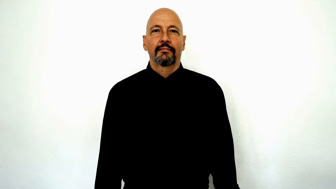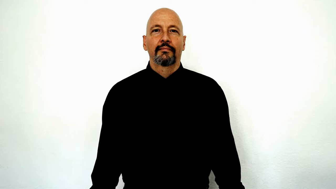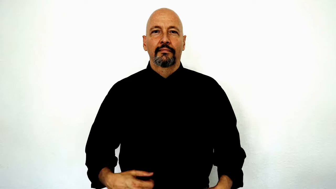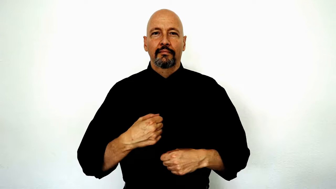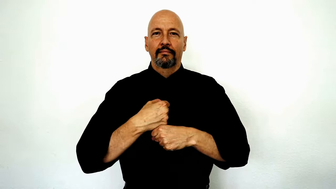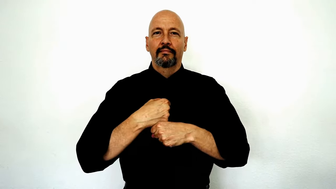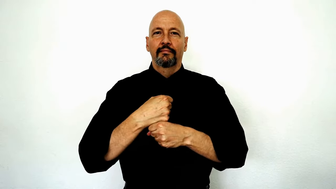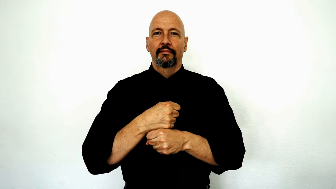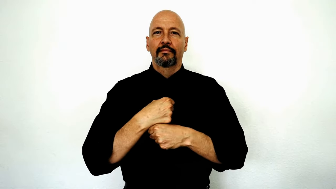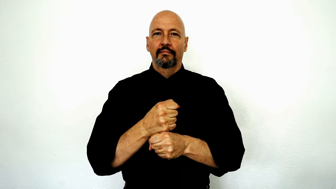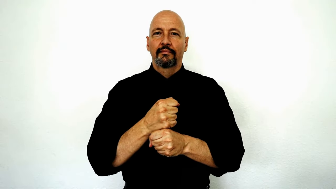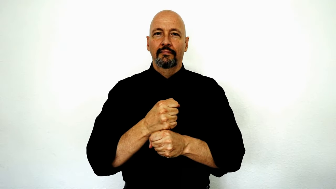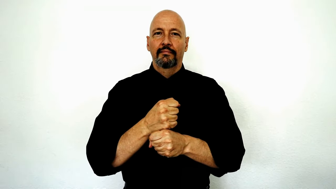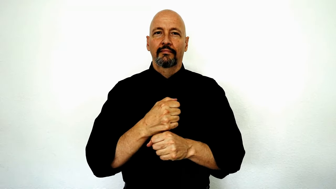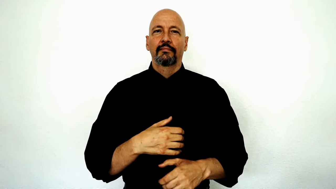MAKE-[generate, create]